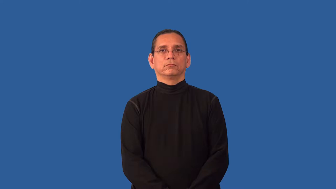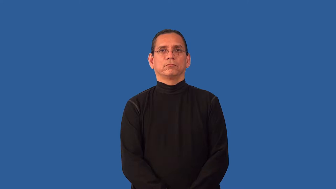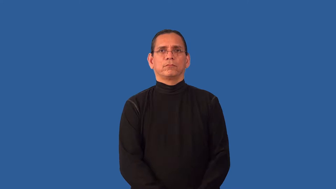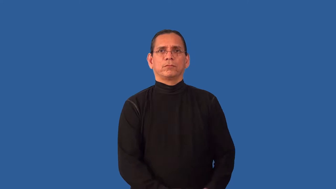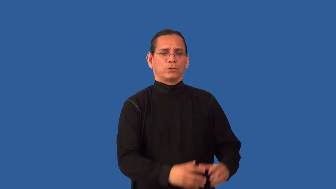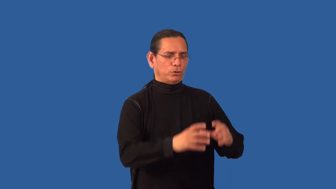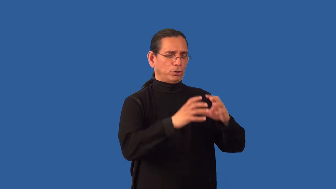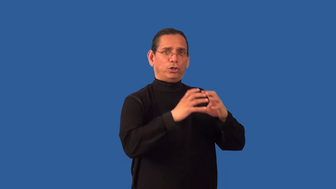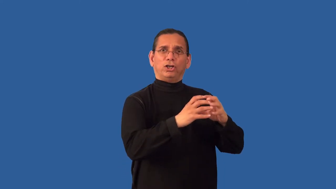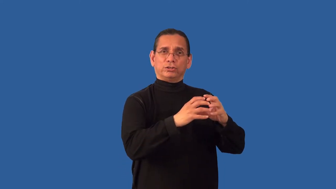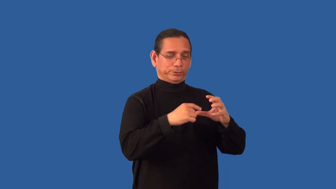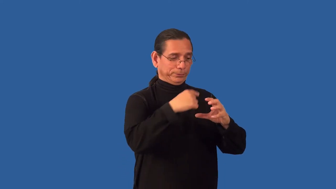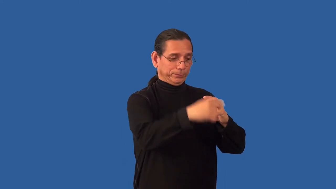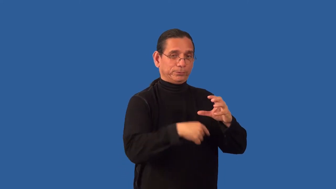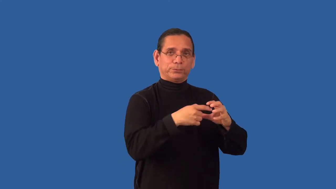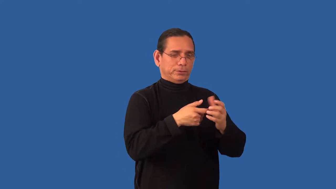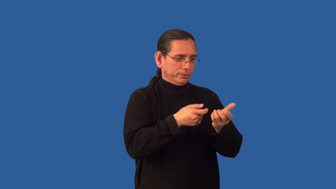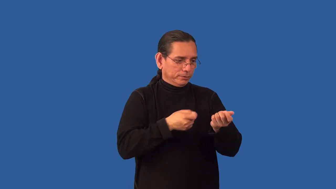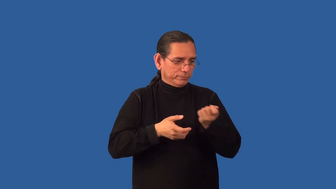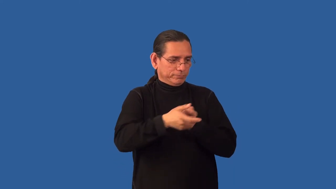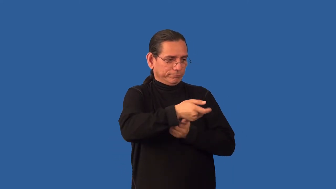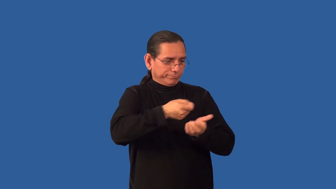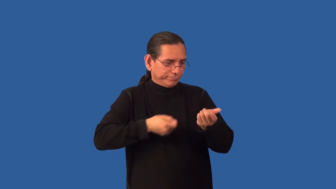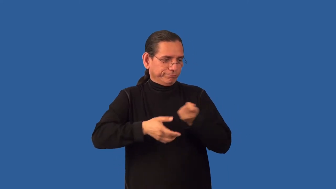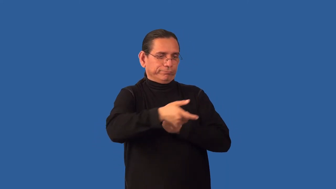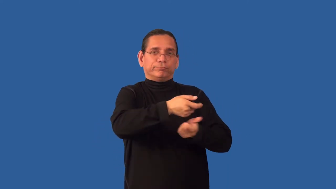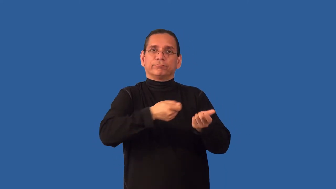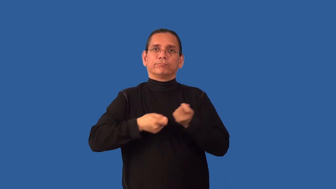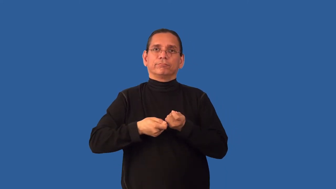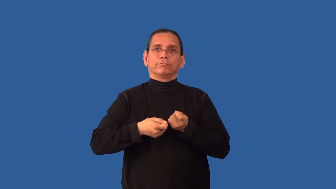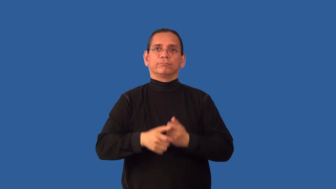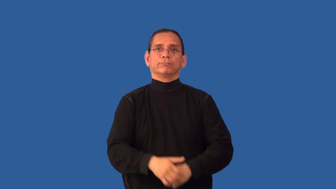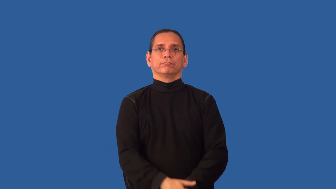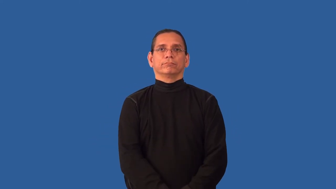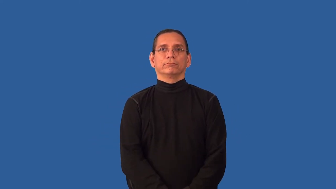unwind,unreel